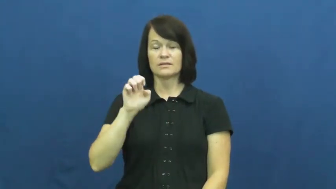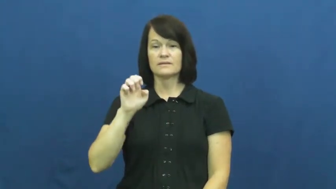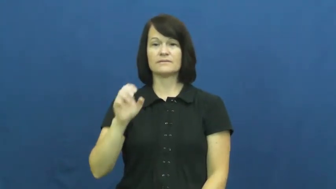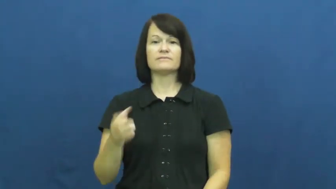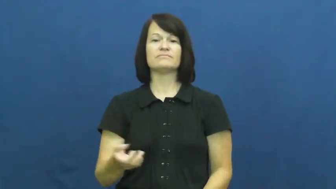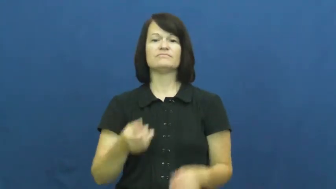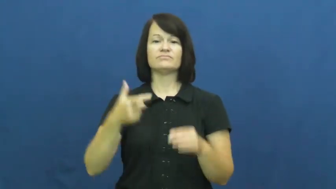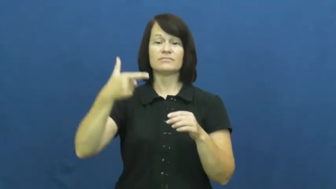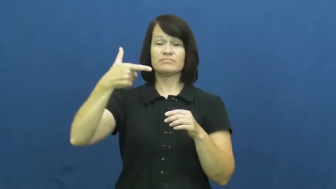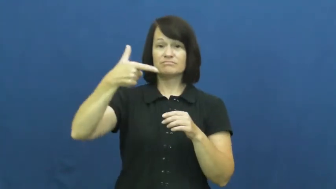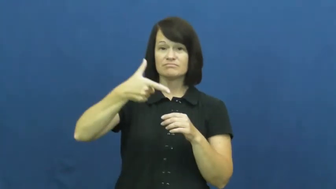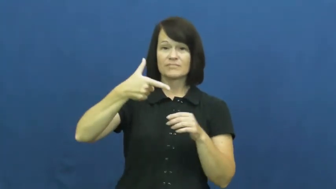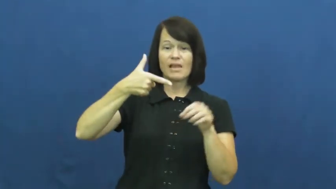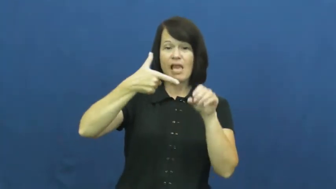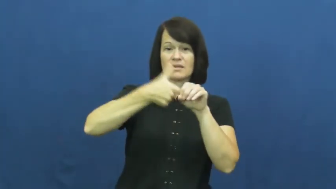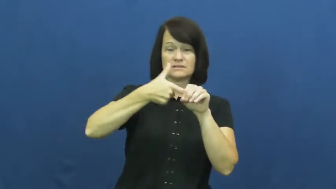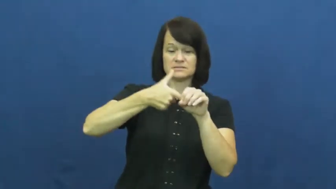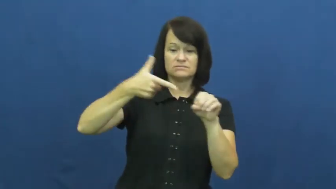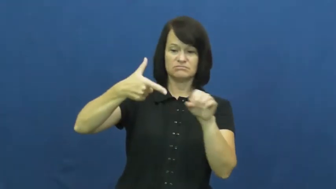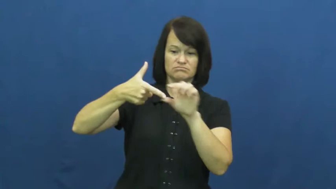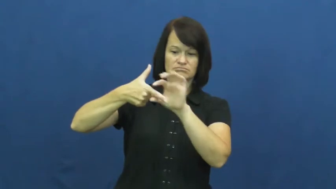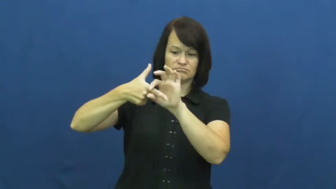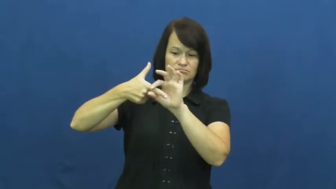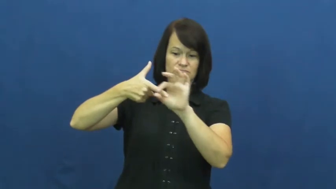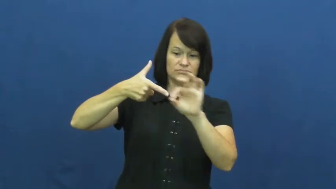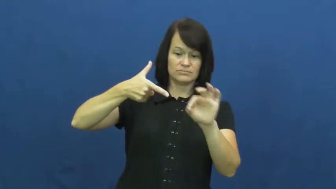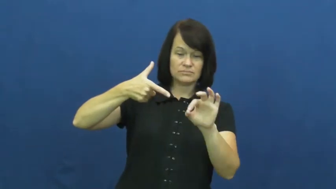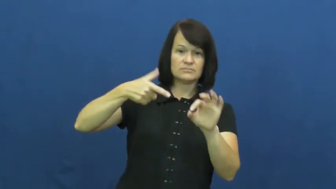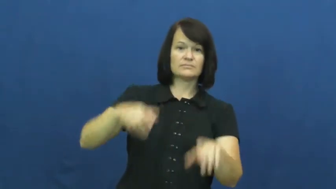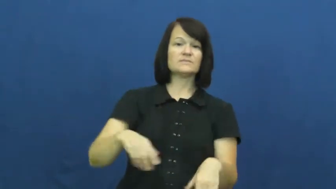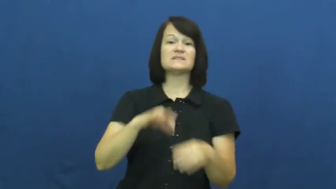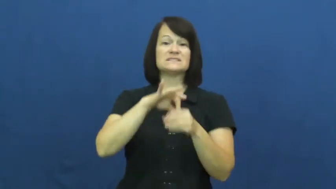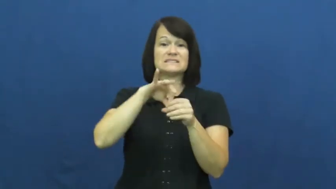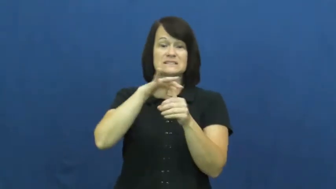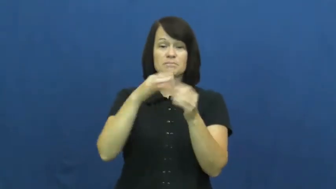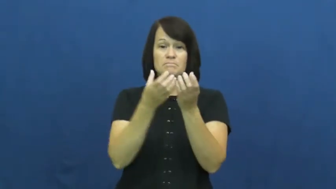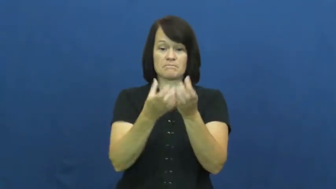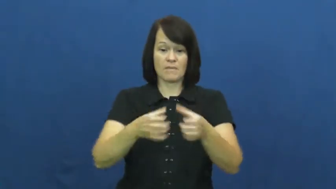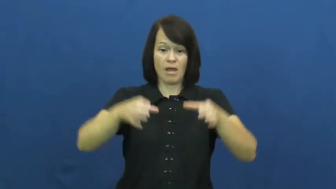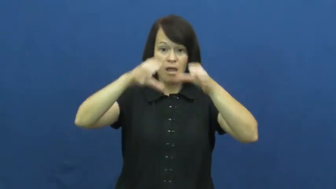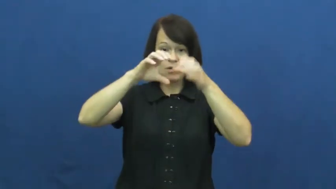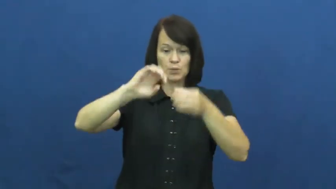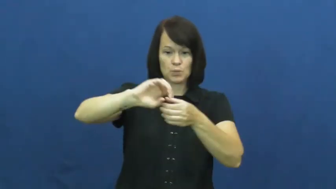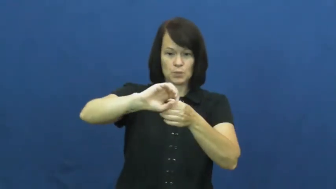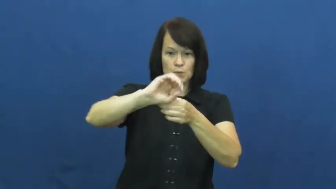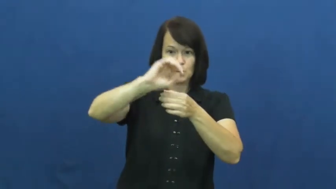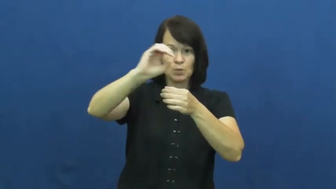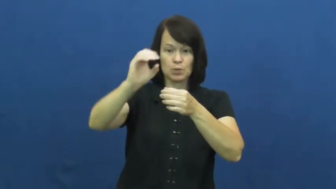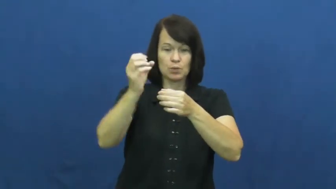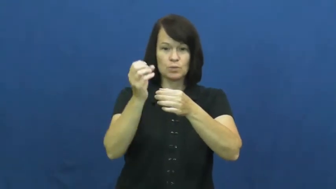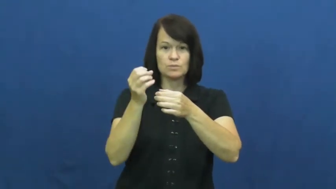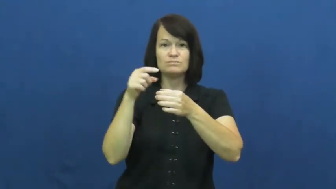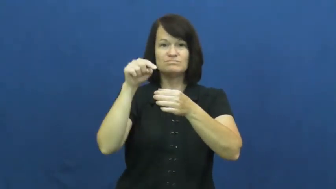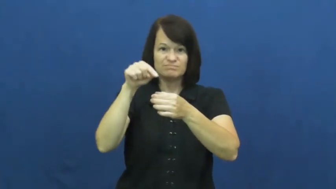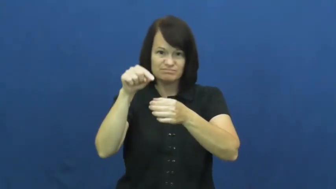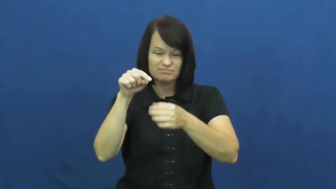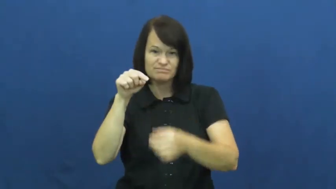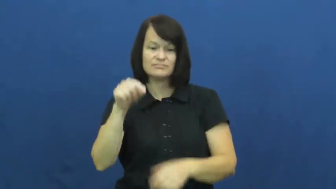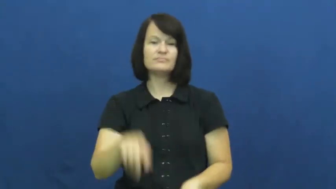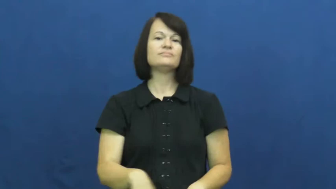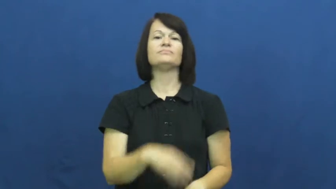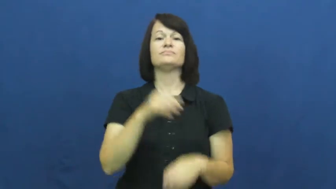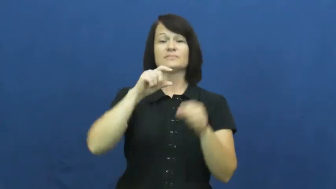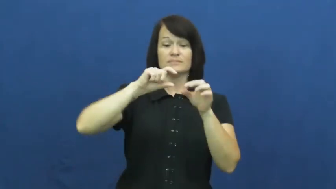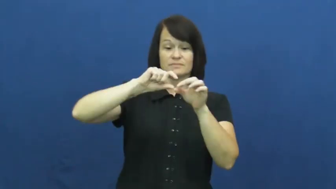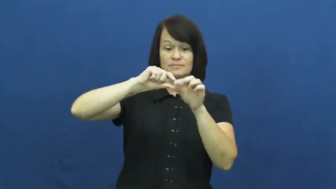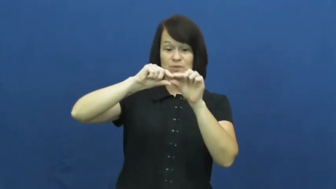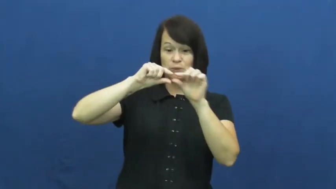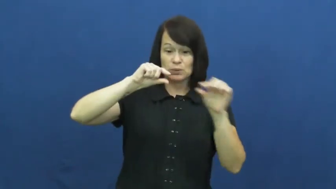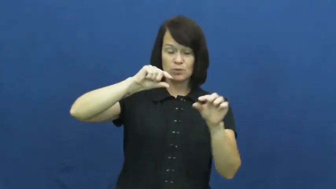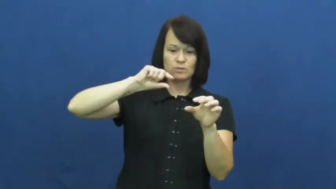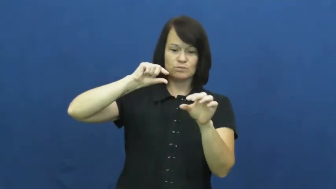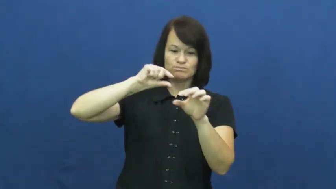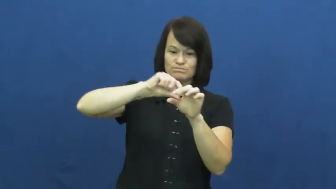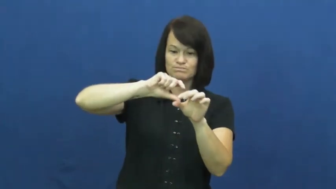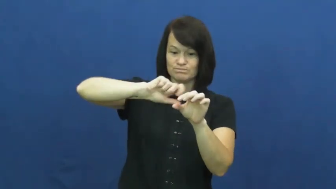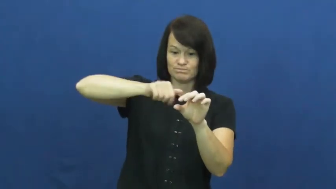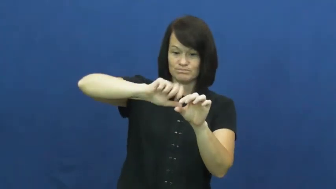nozzle